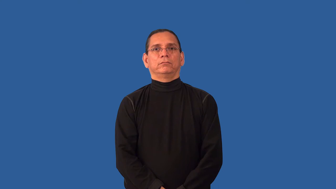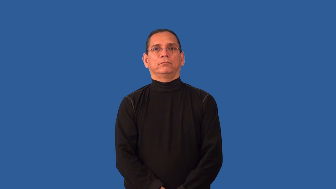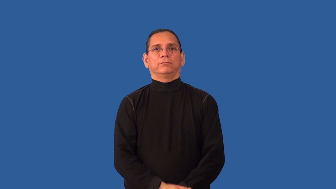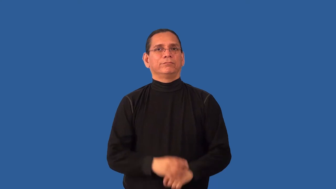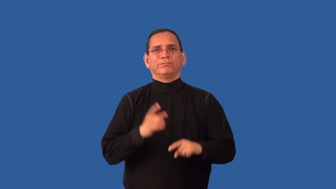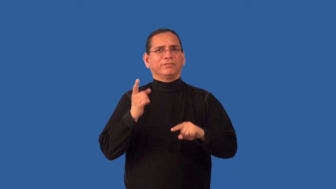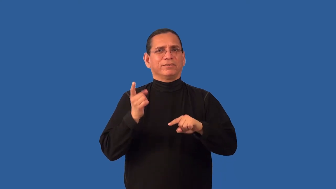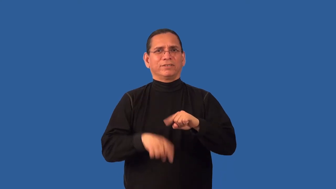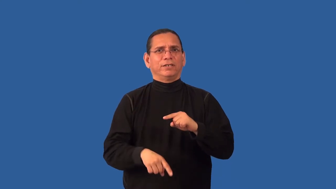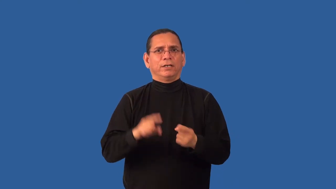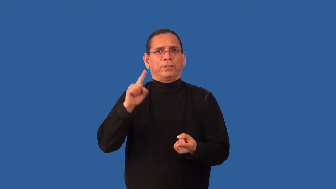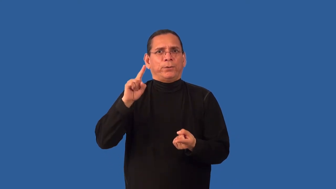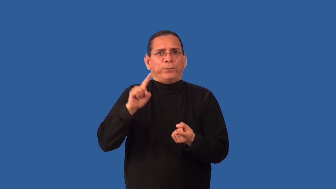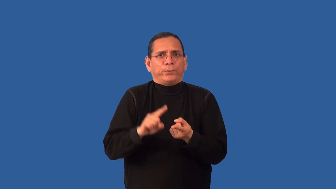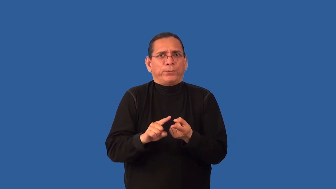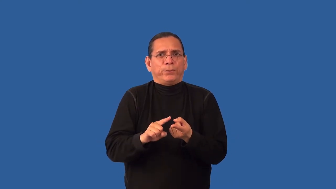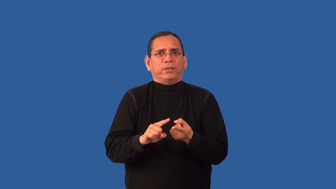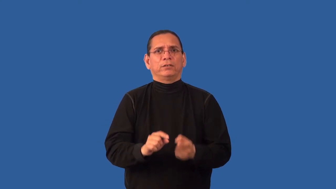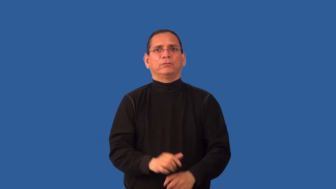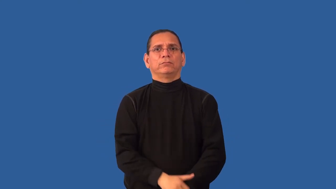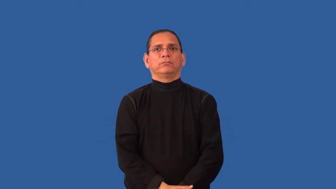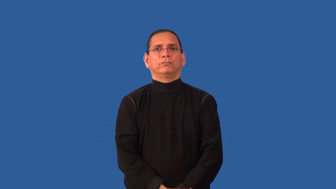irreducible